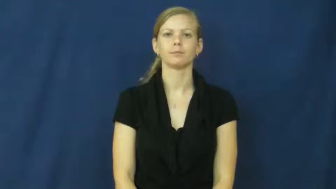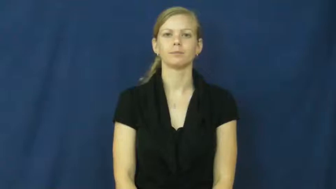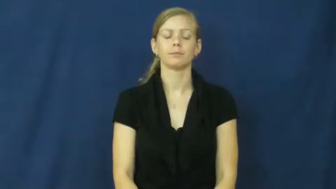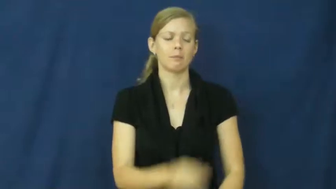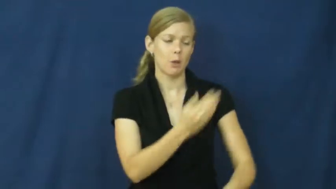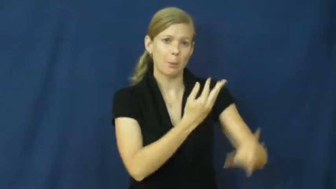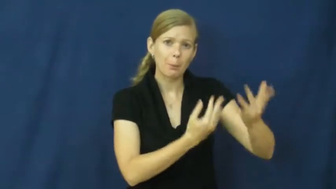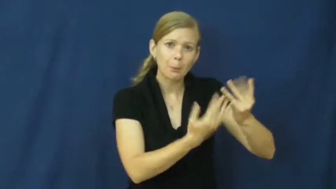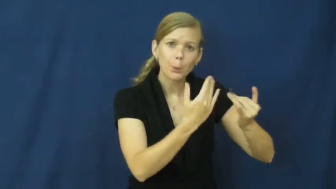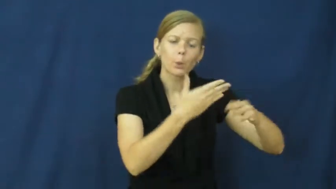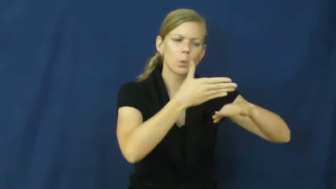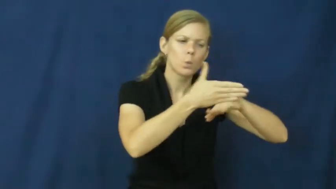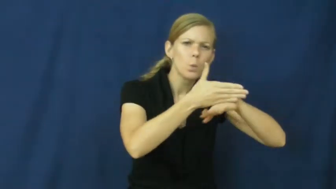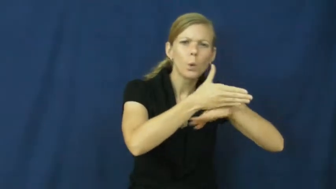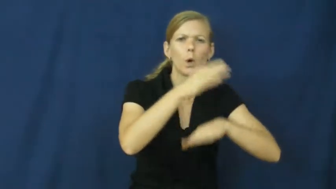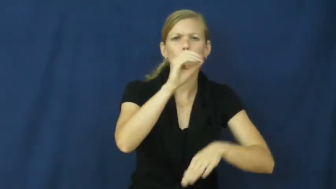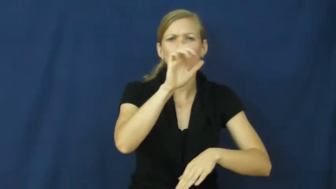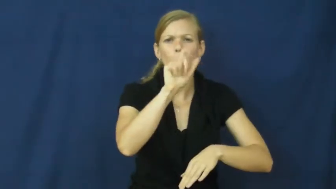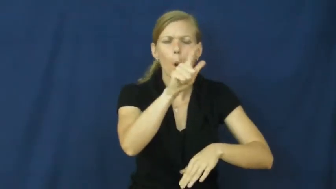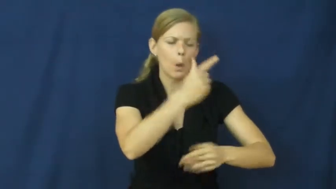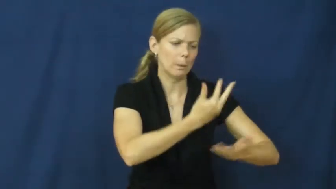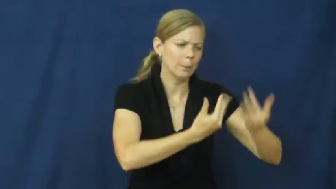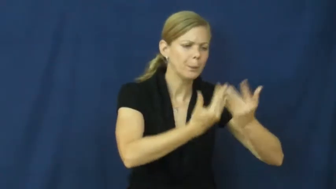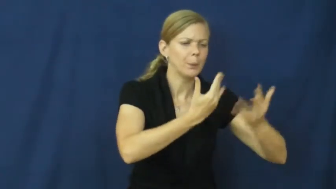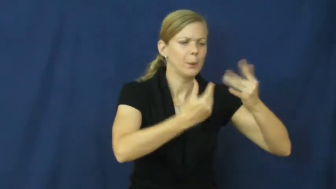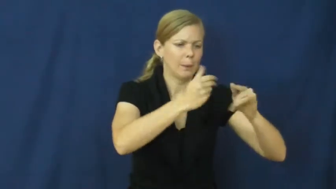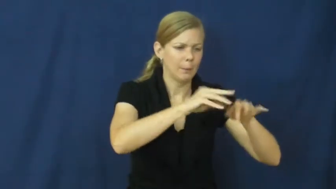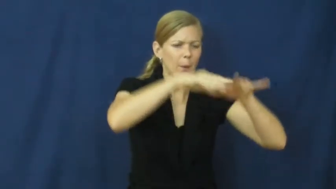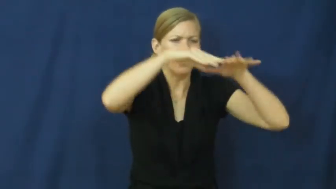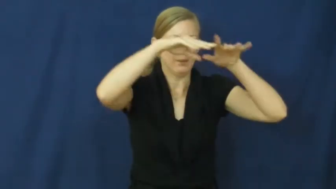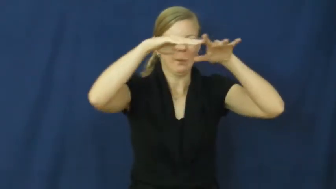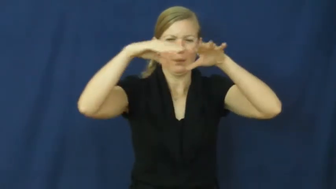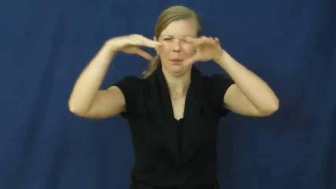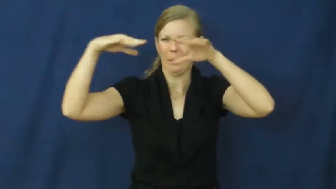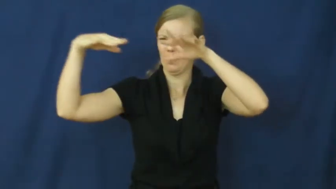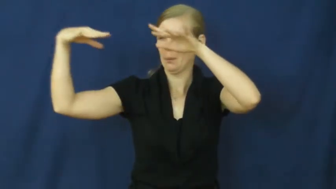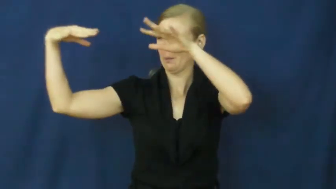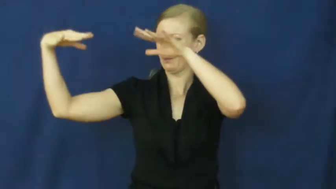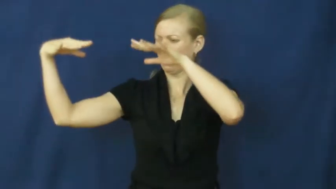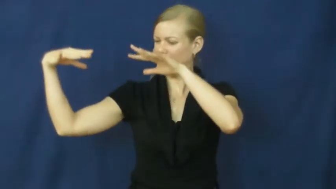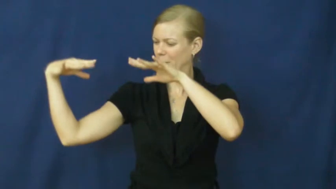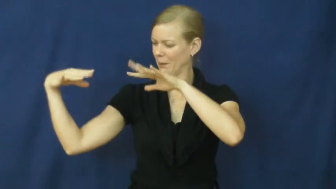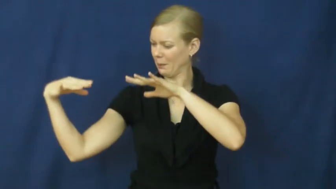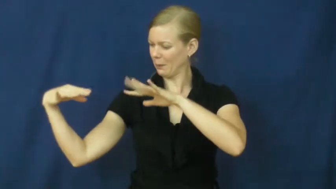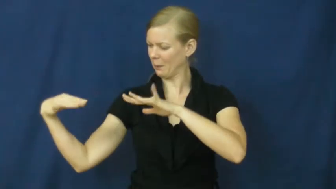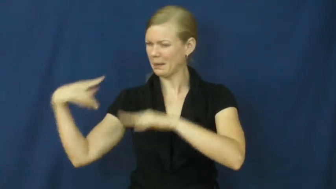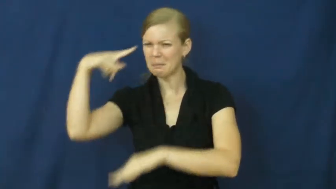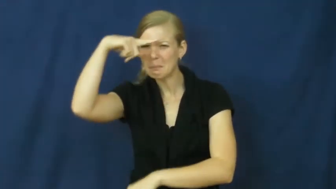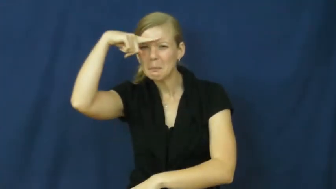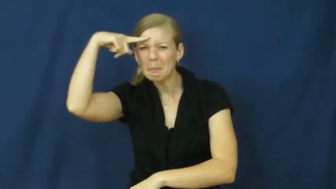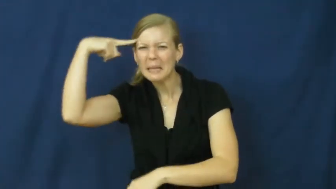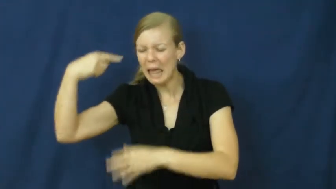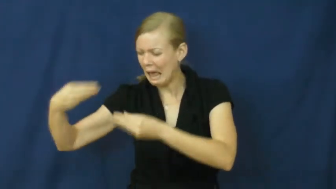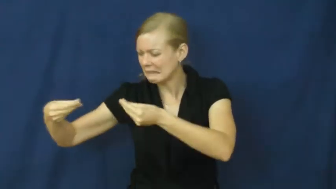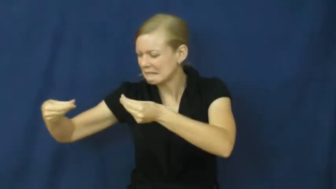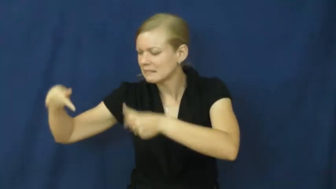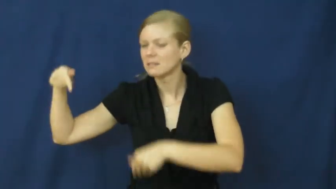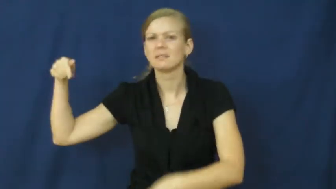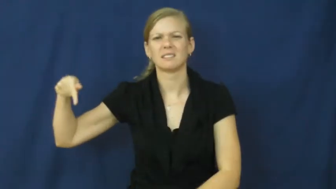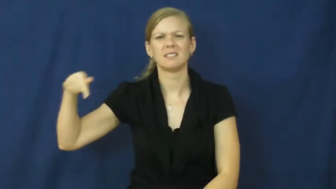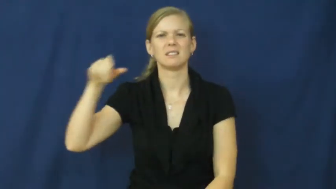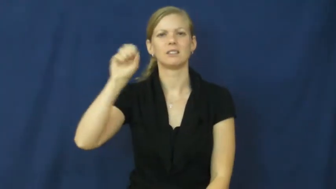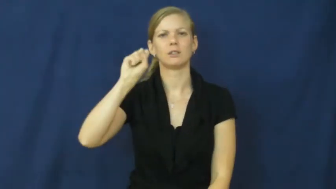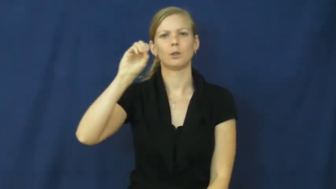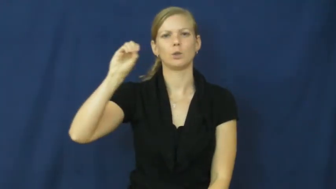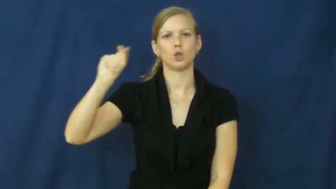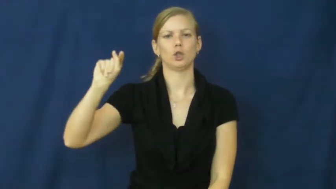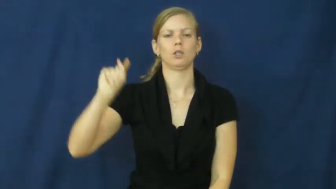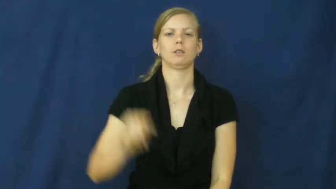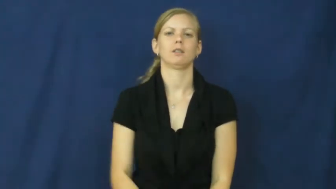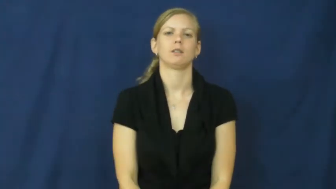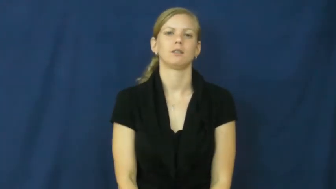soot